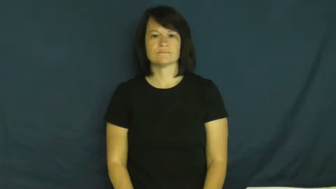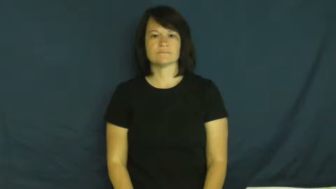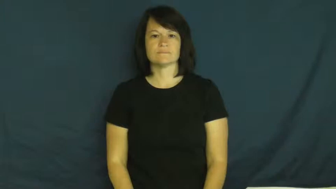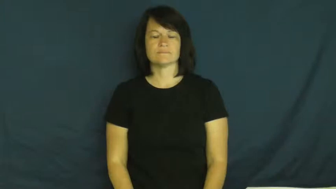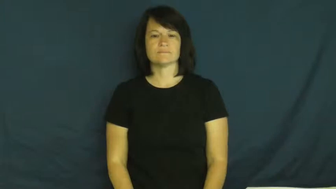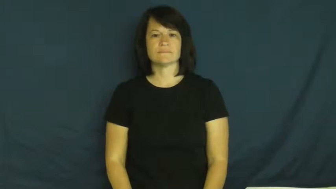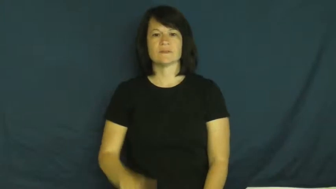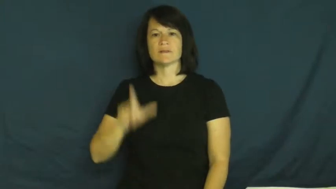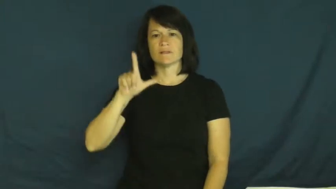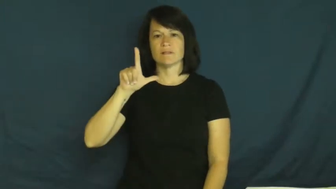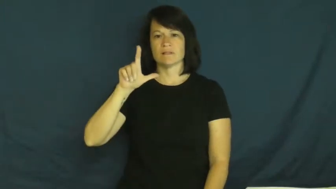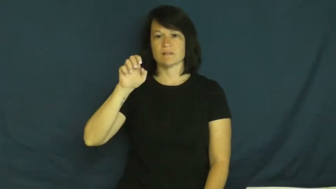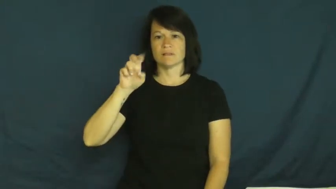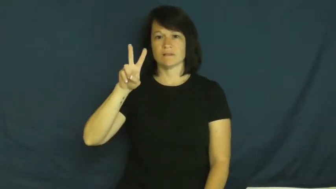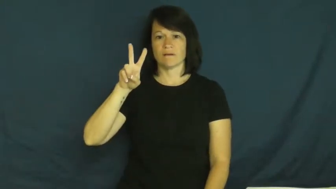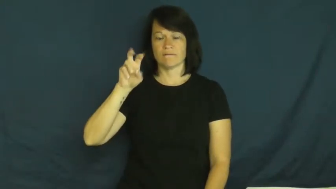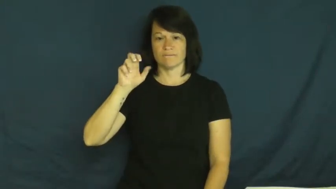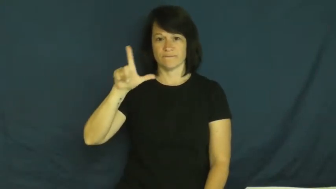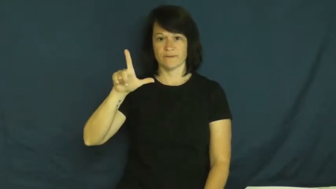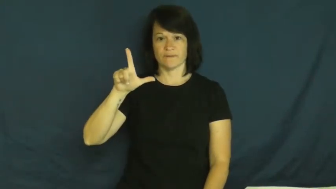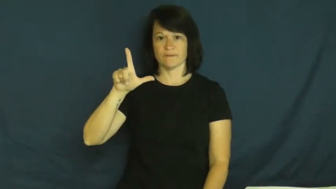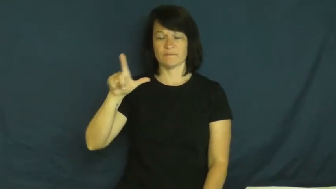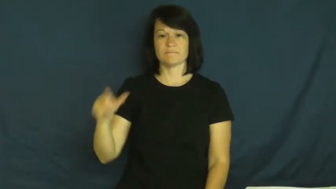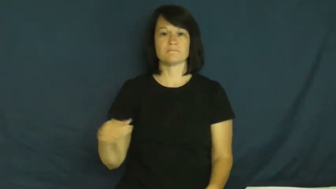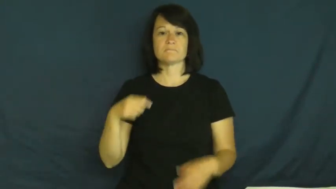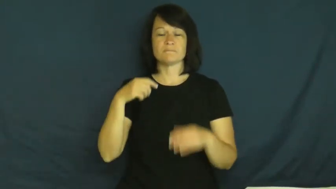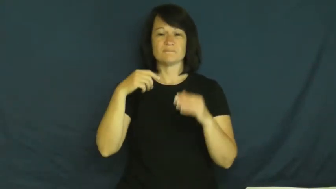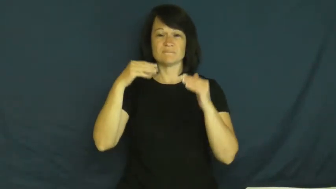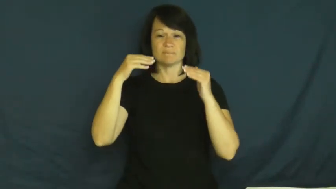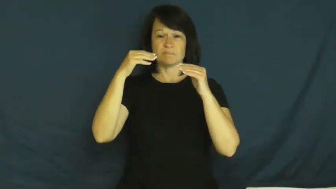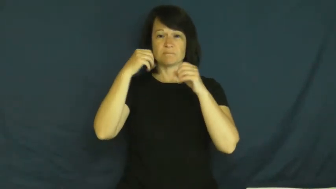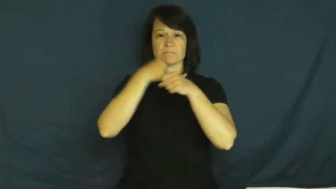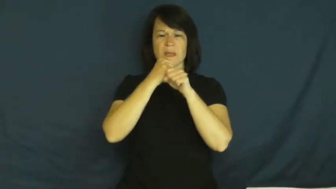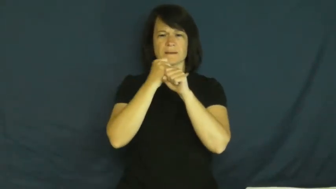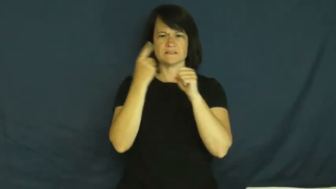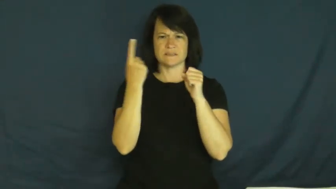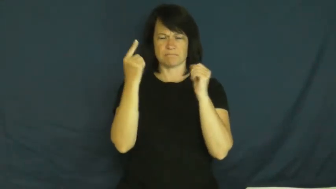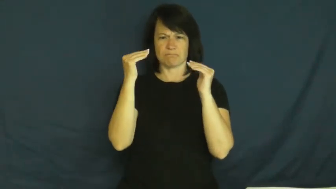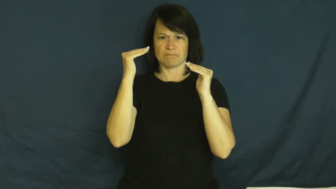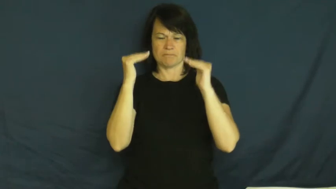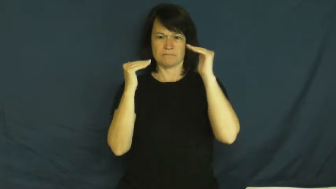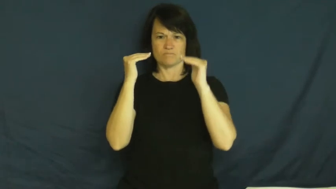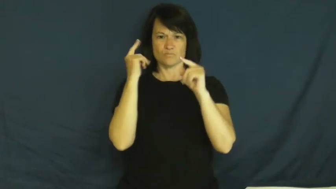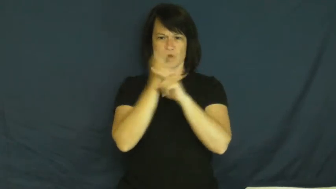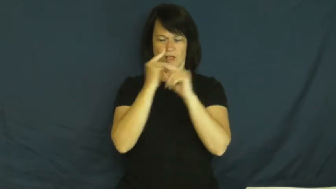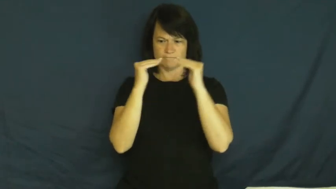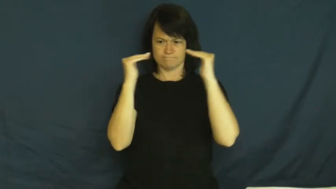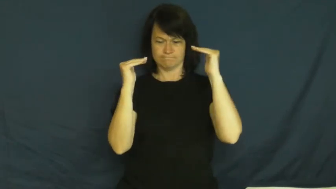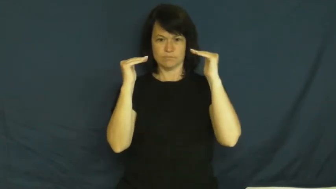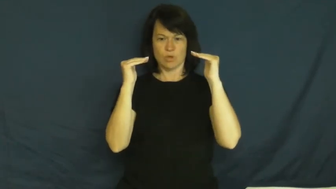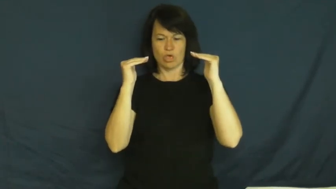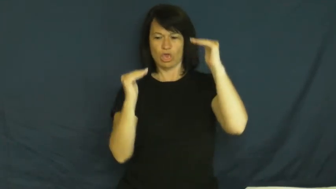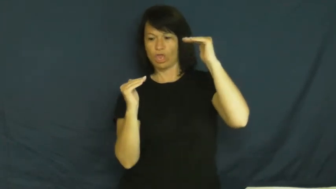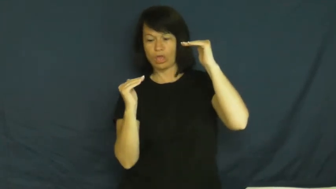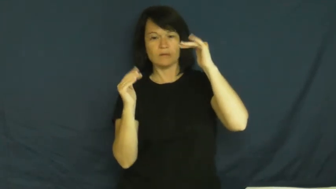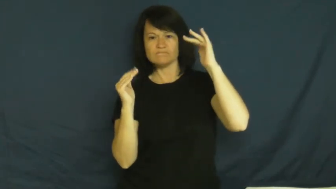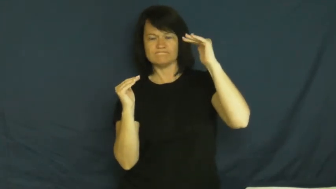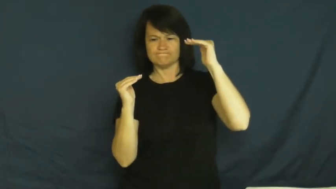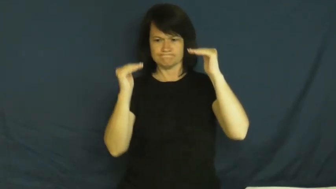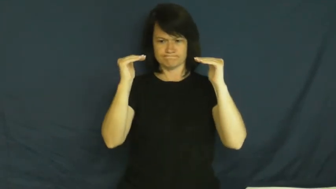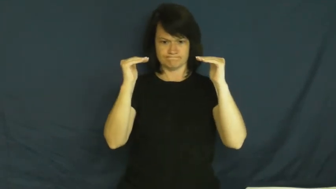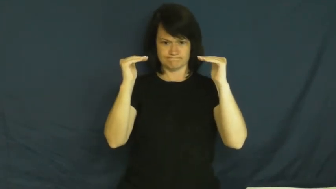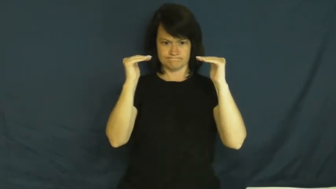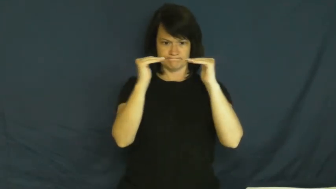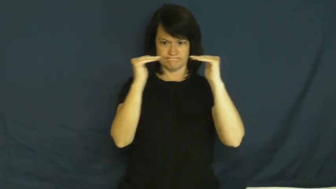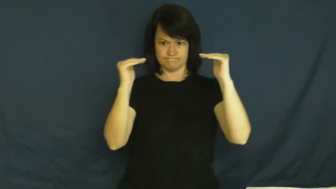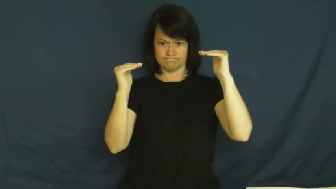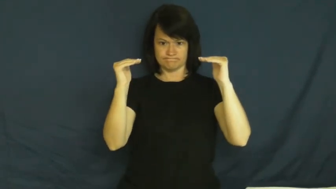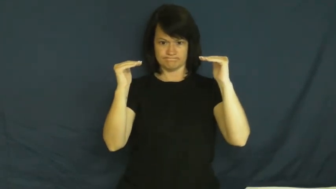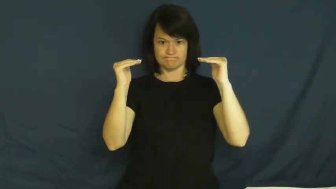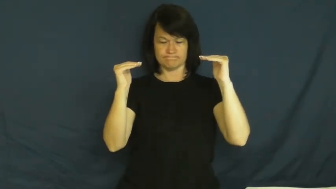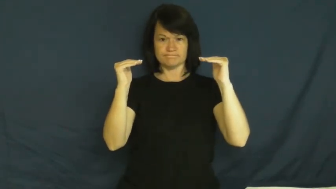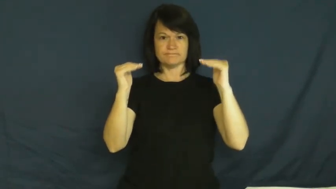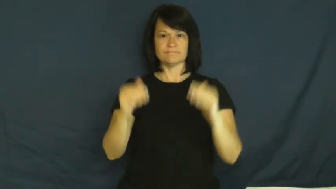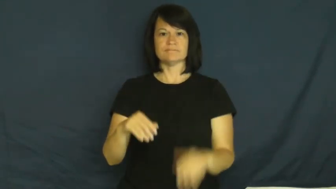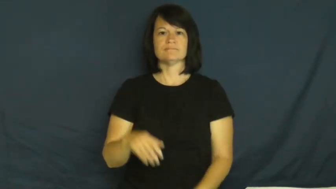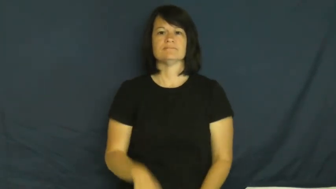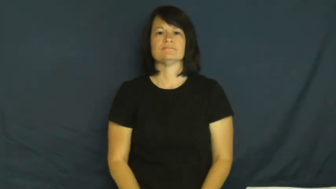level-balance